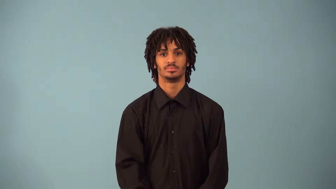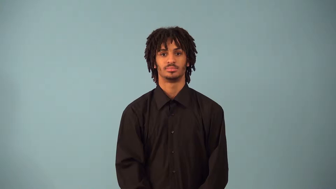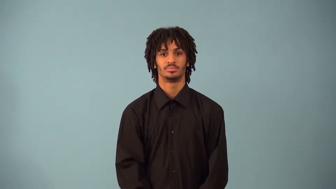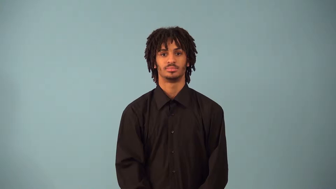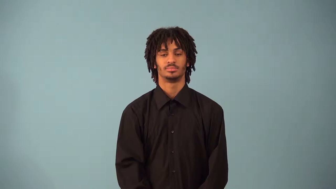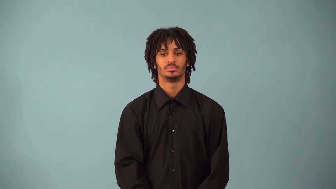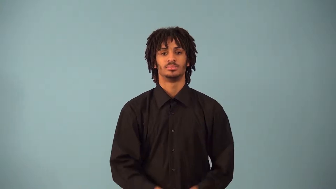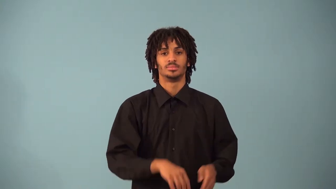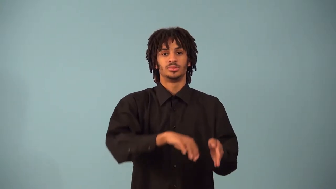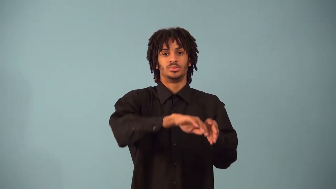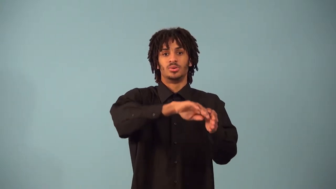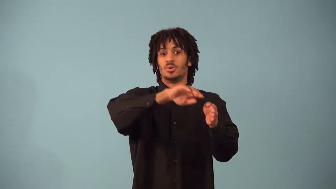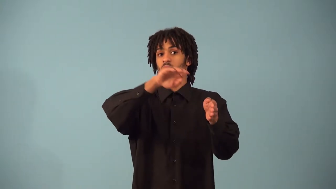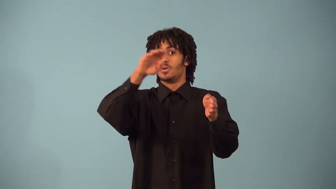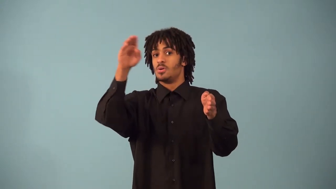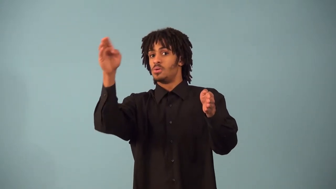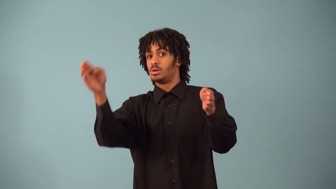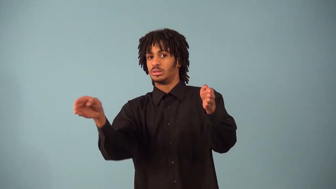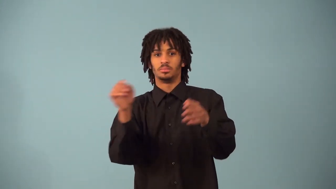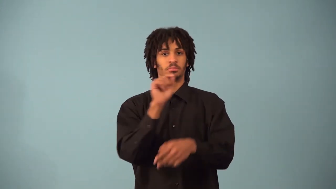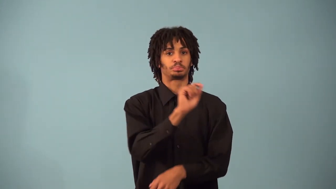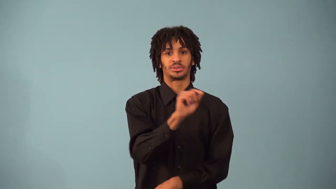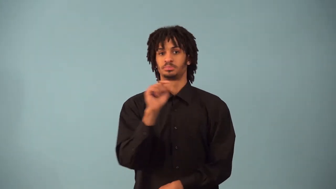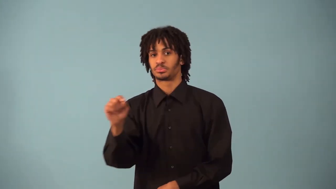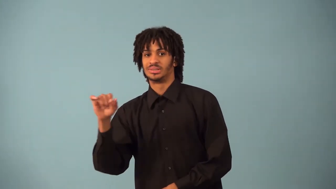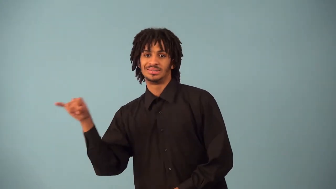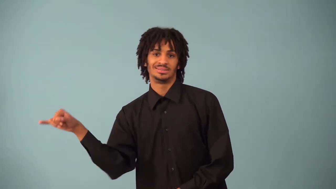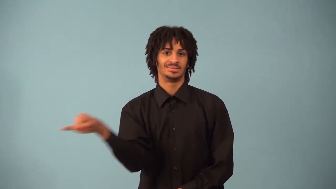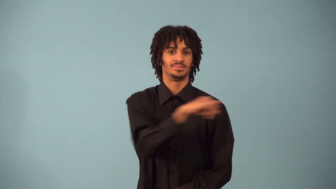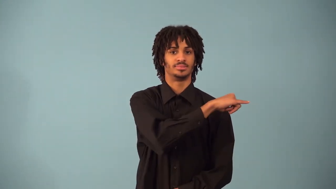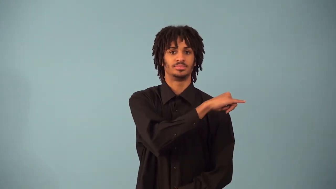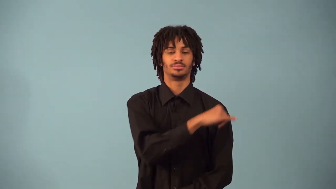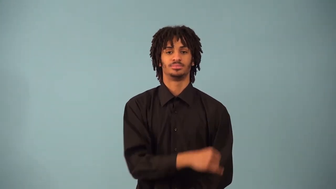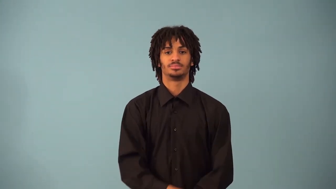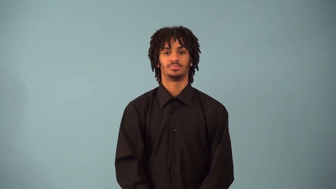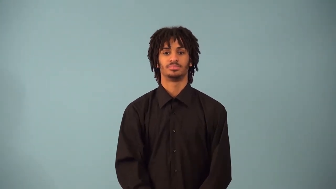secant-circle